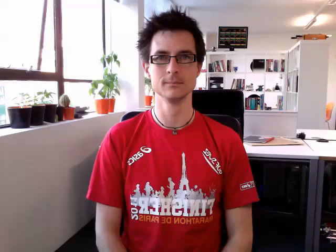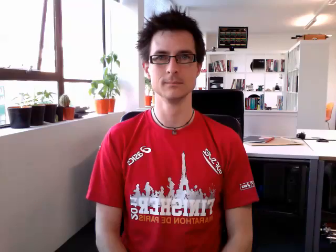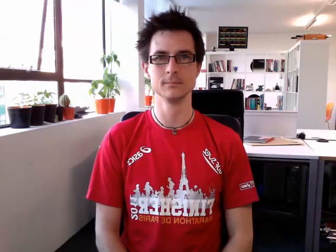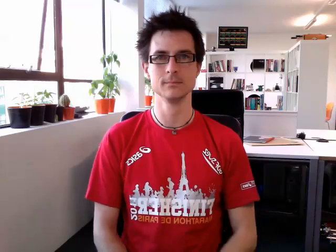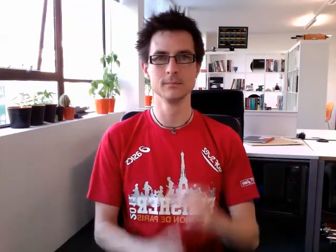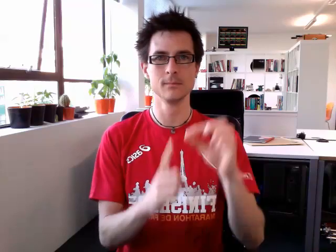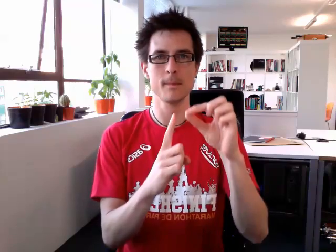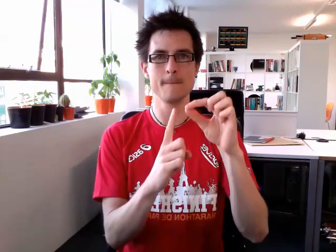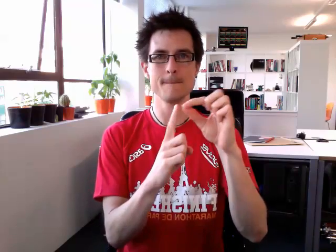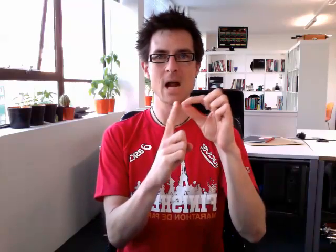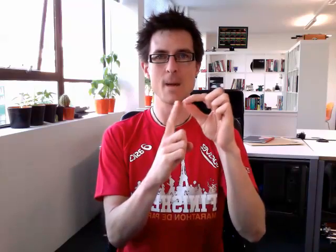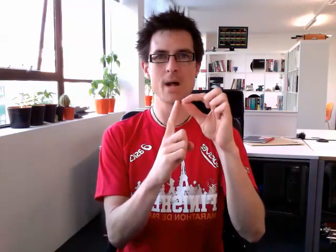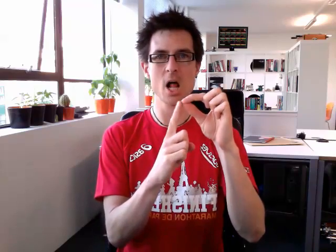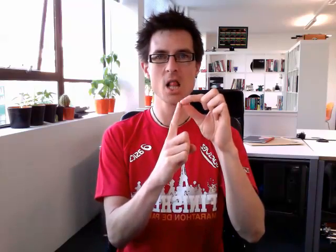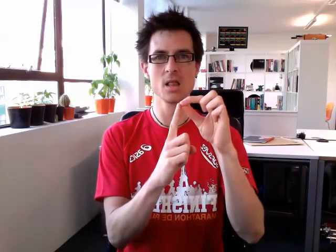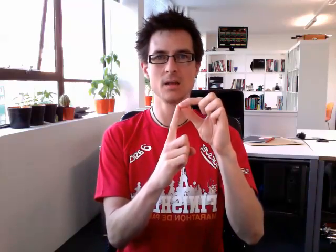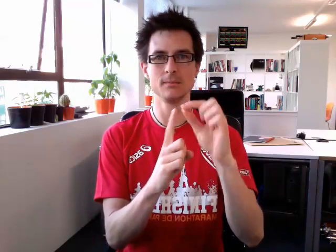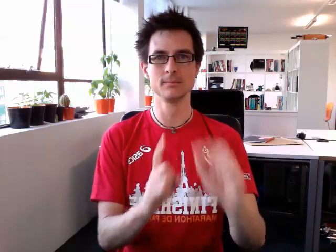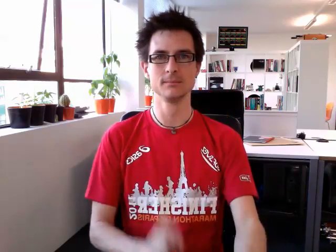purple